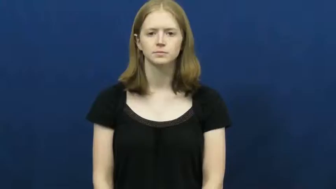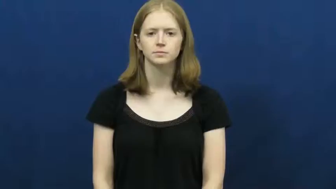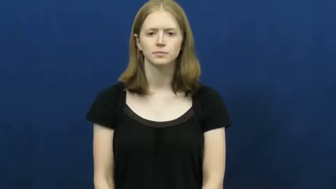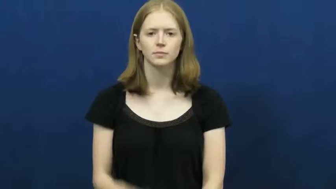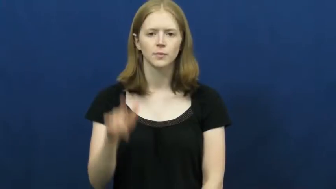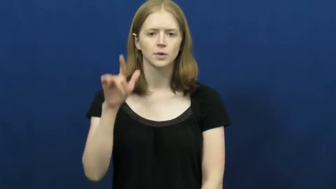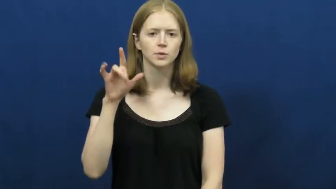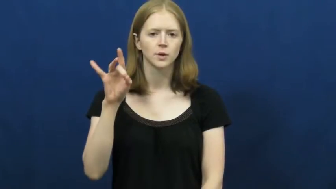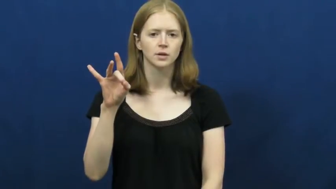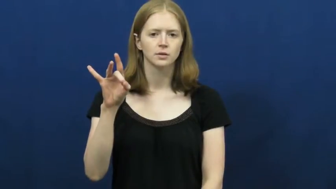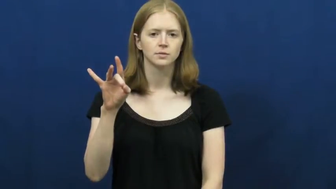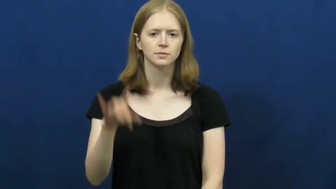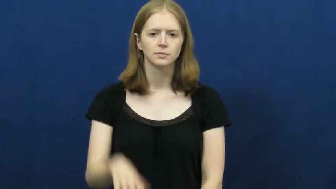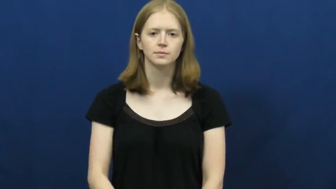twenty-eight